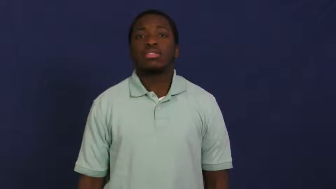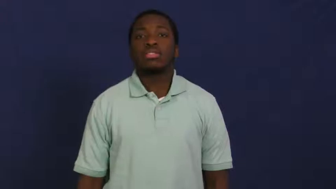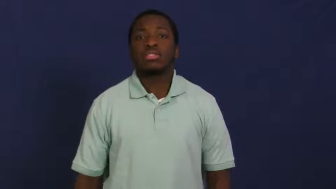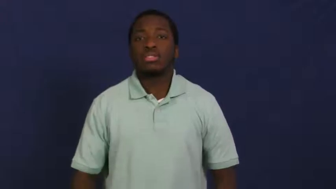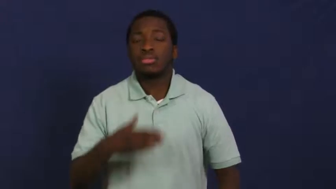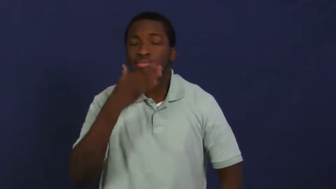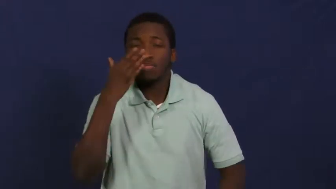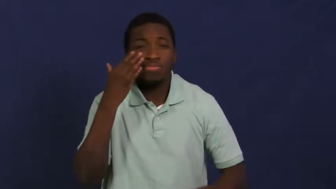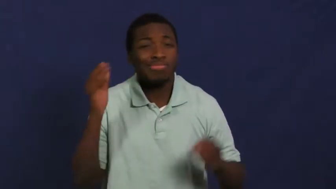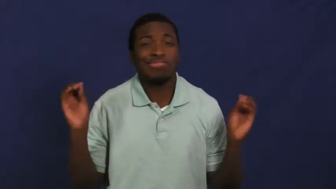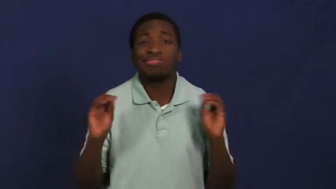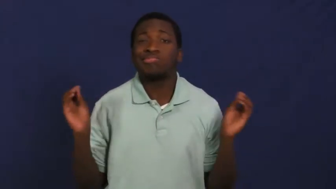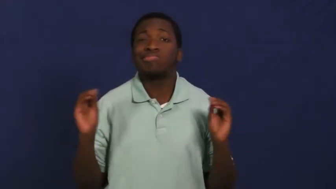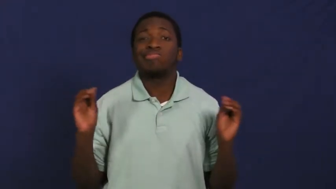odorless